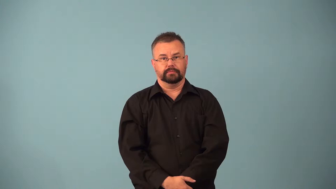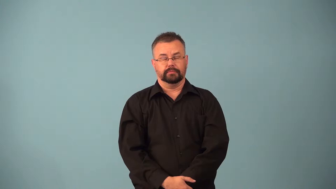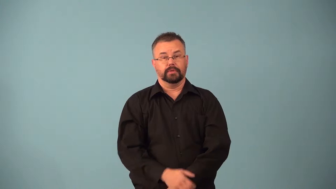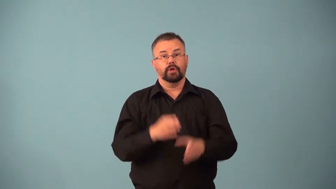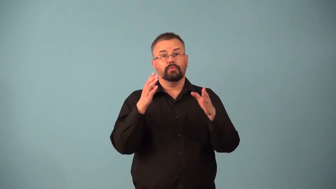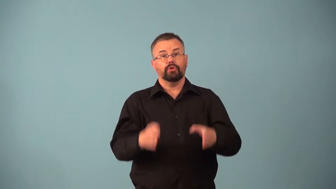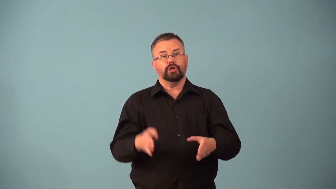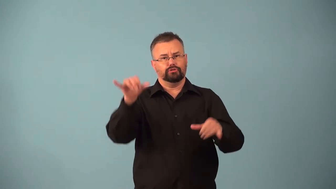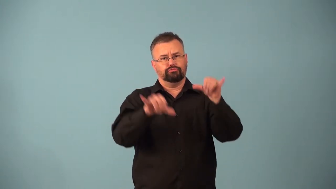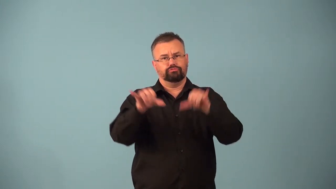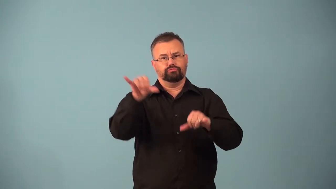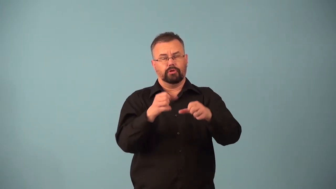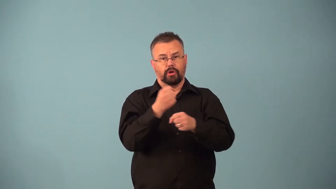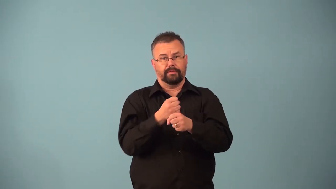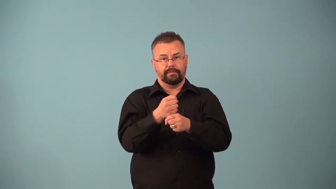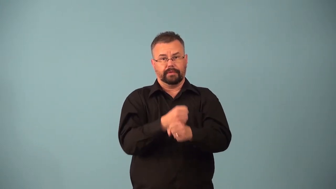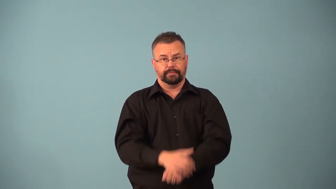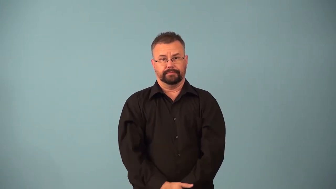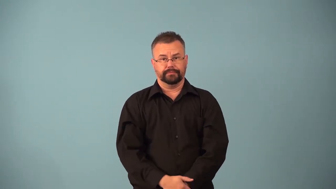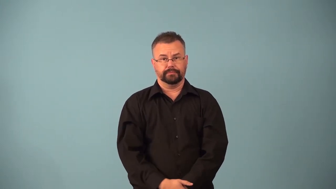barista